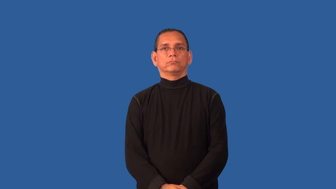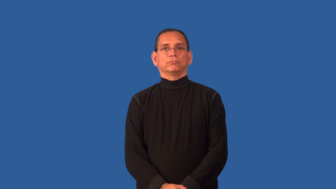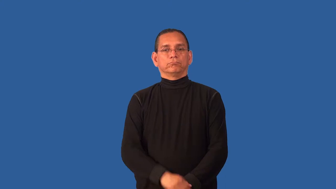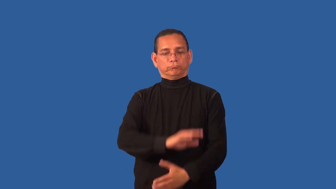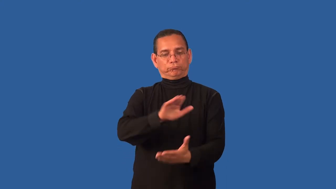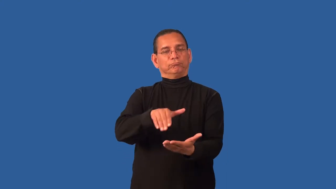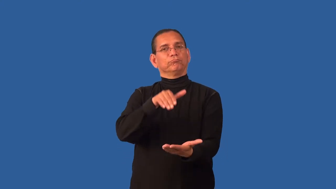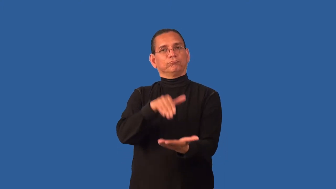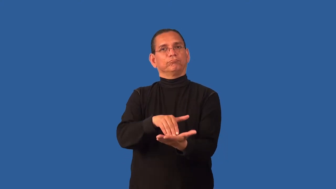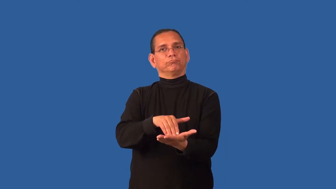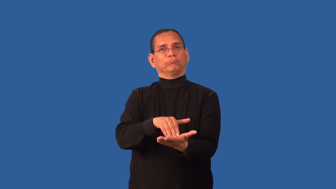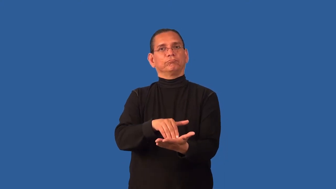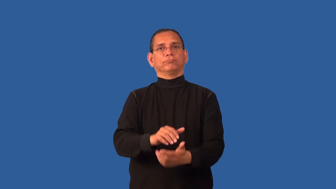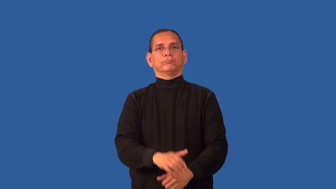core-noun